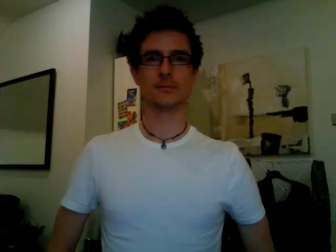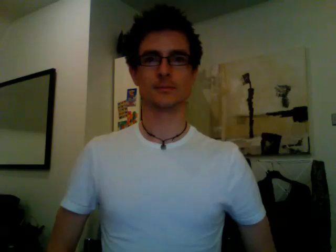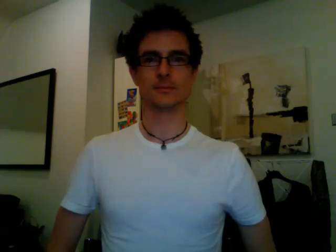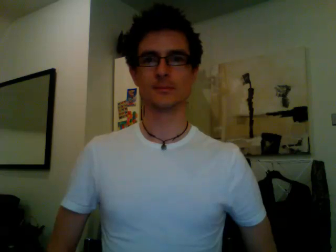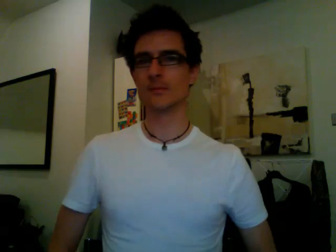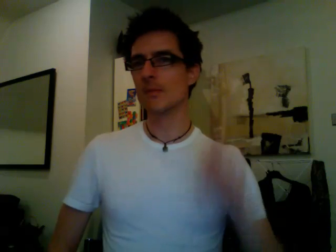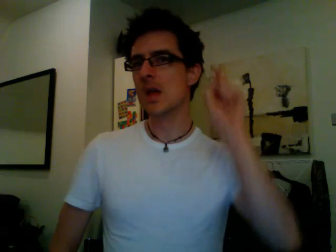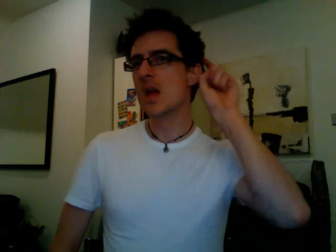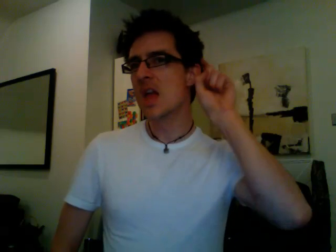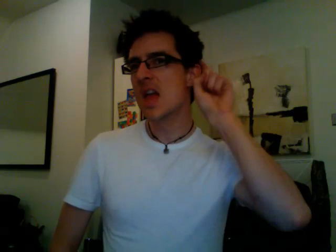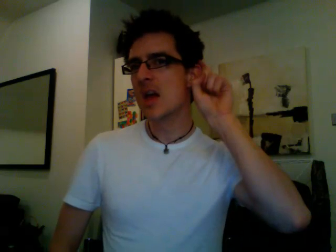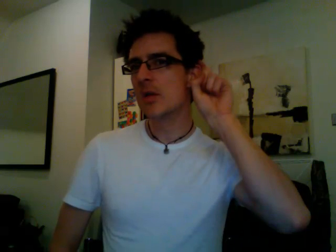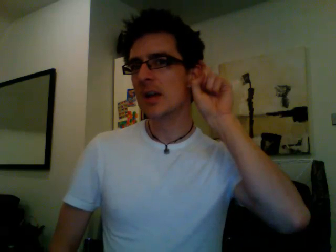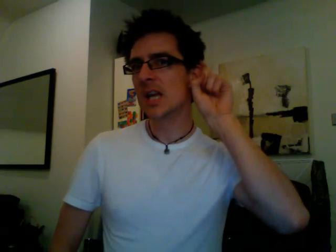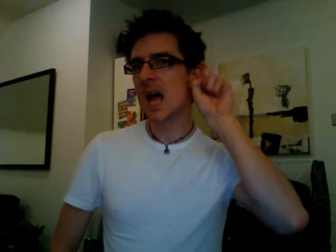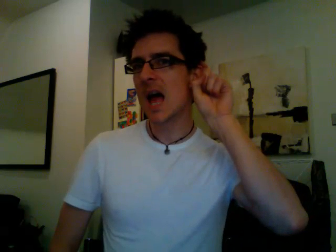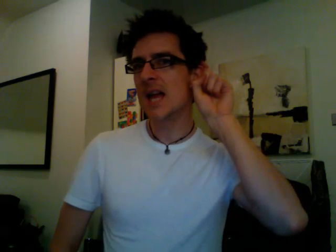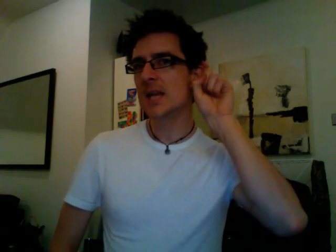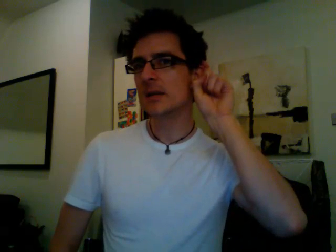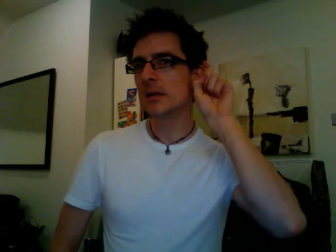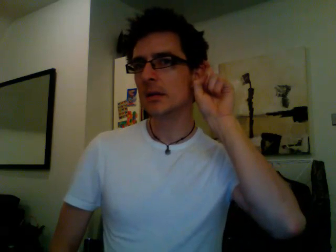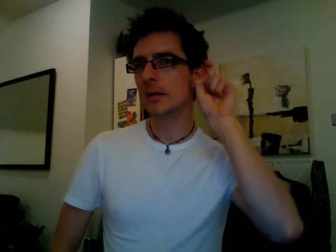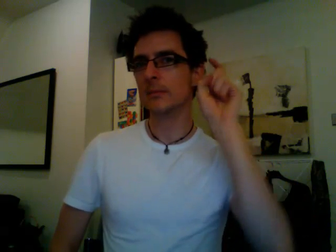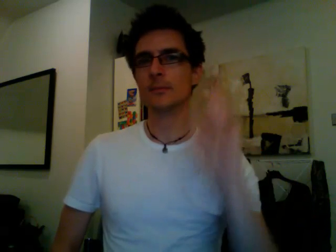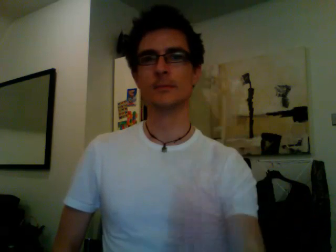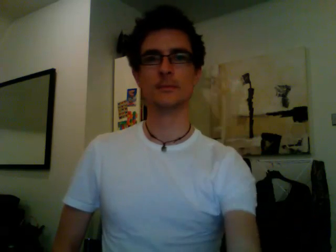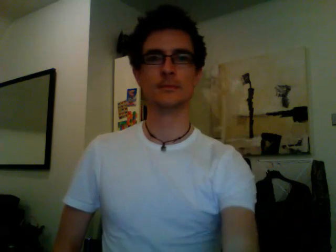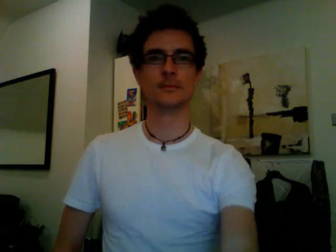hearing aid